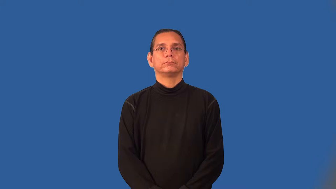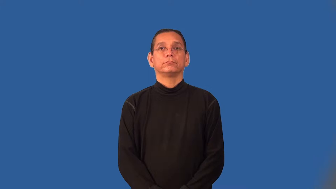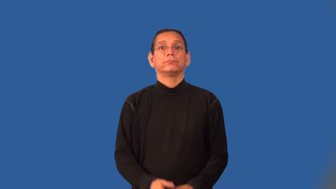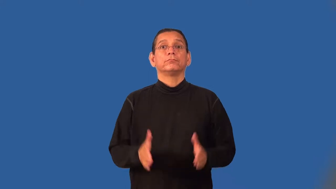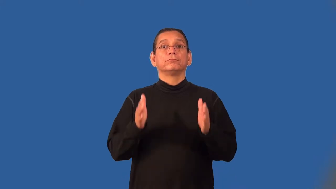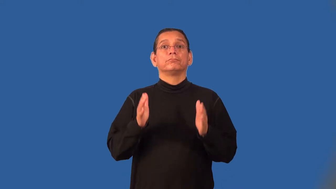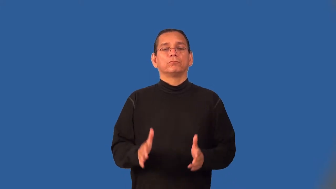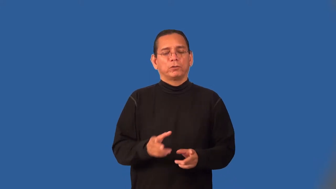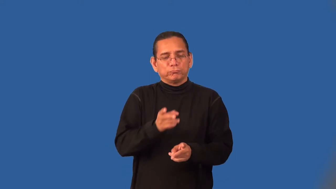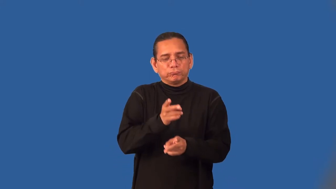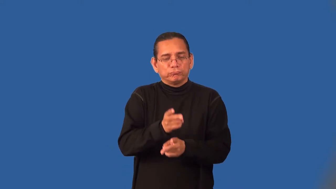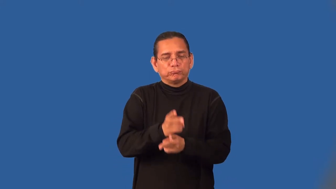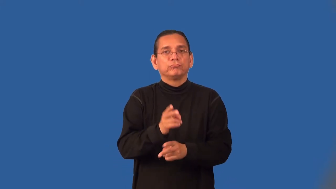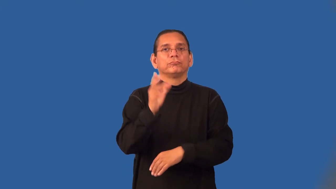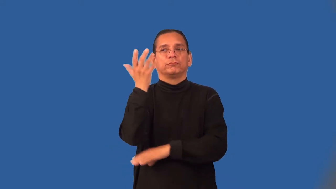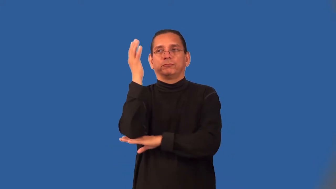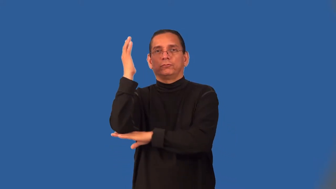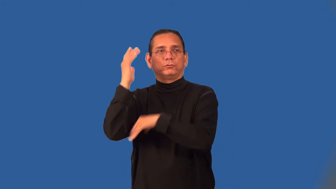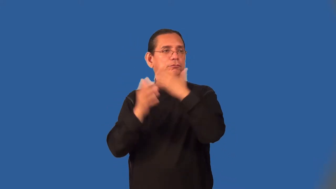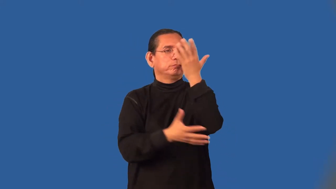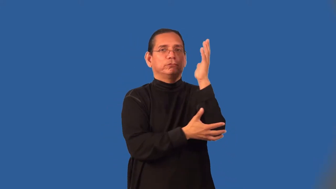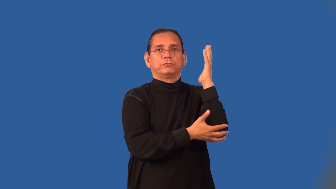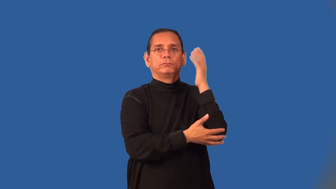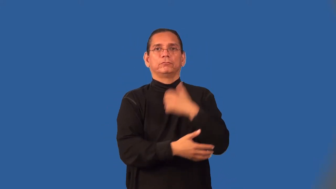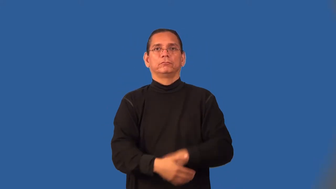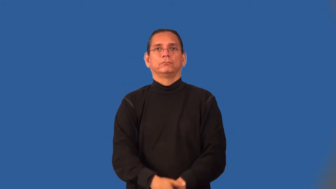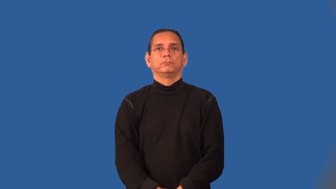forester